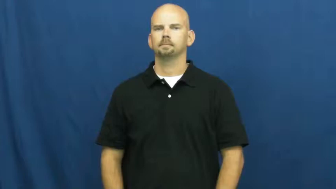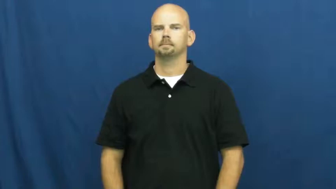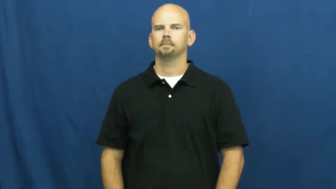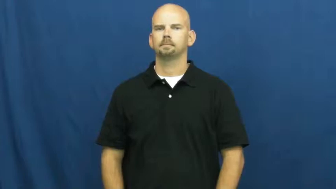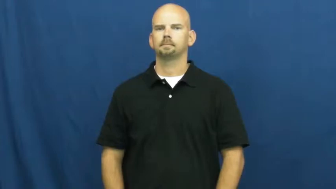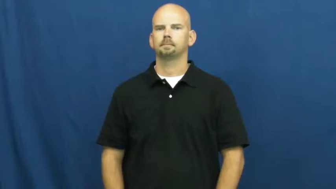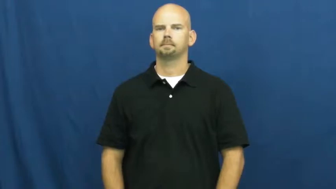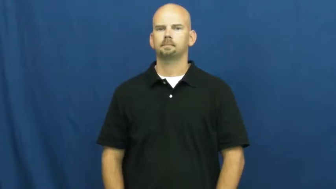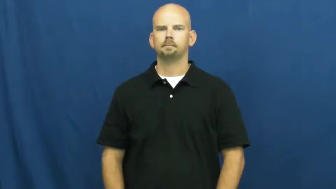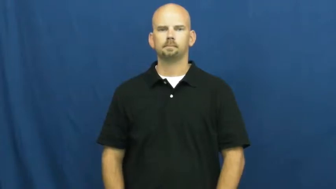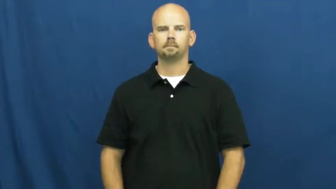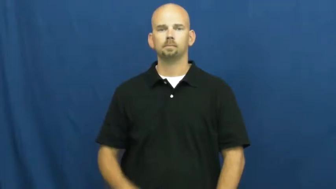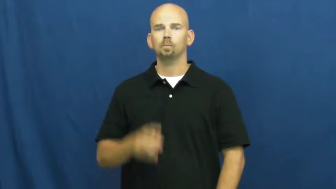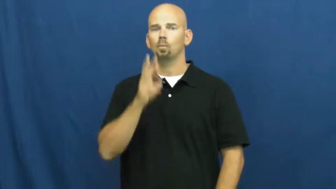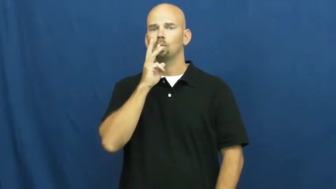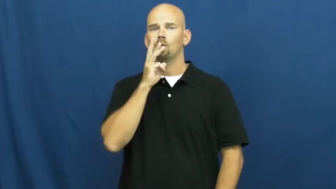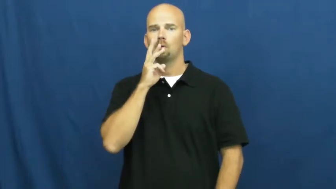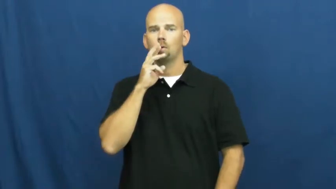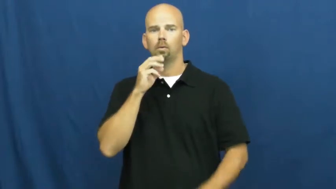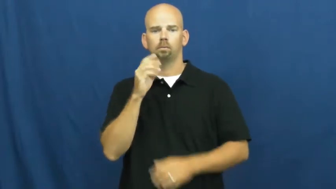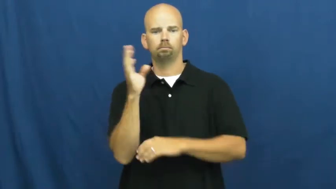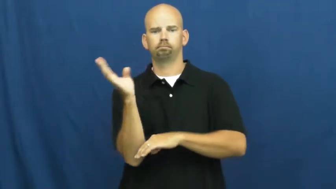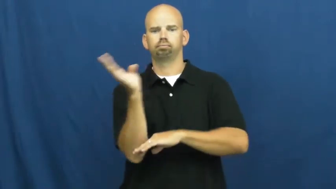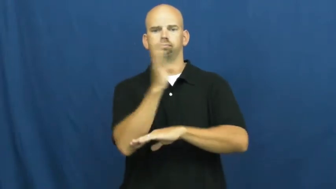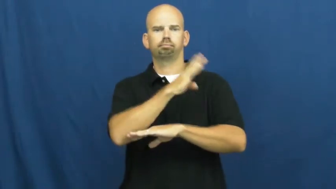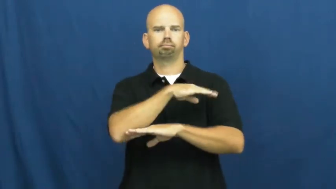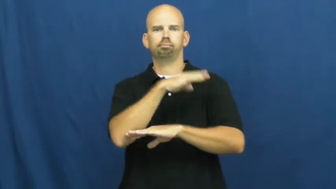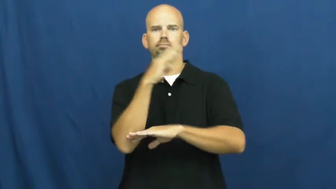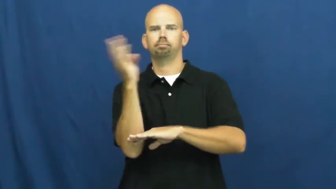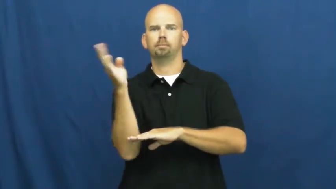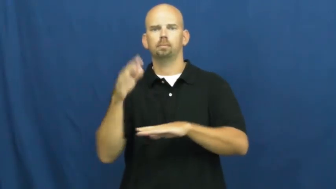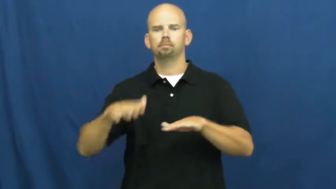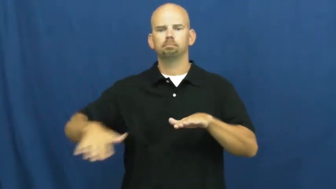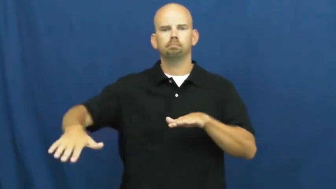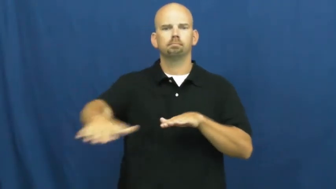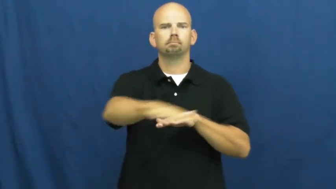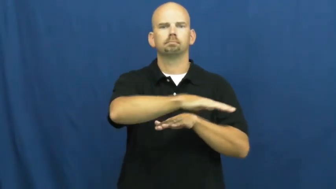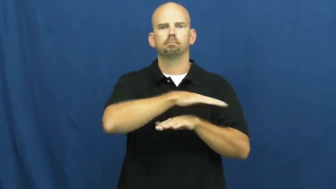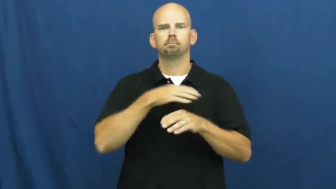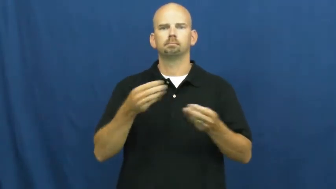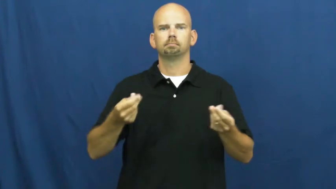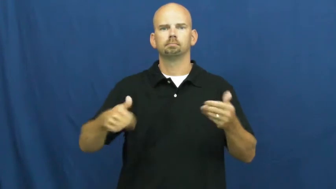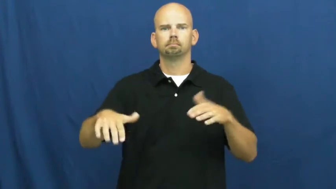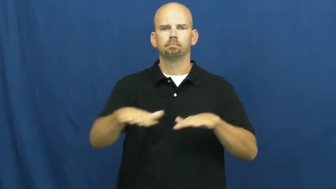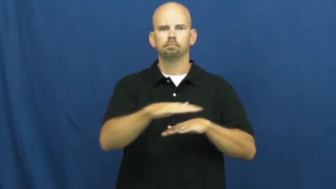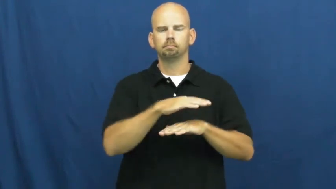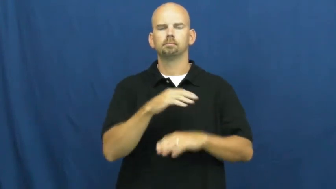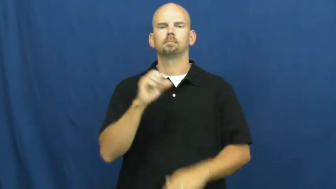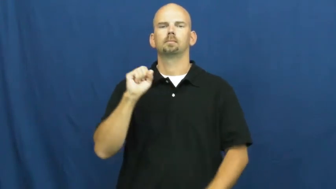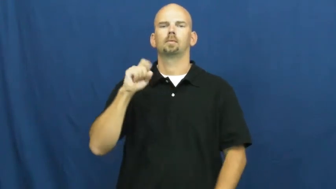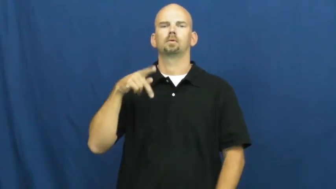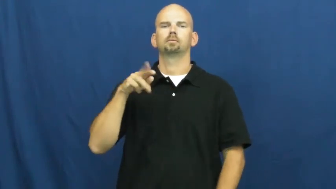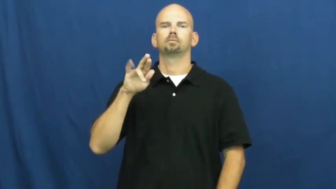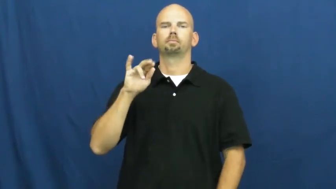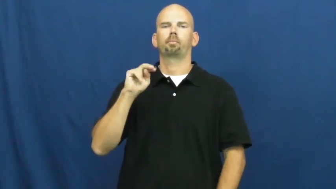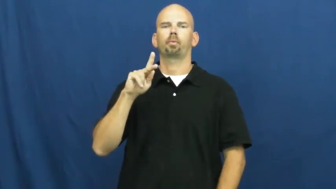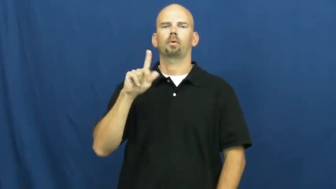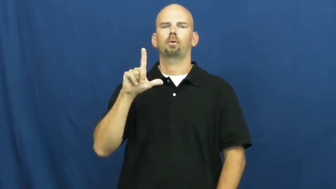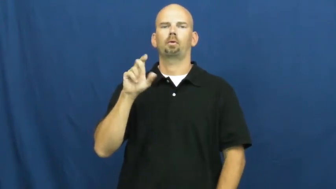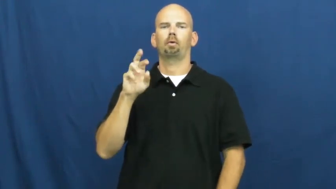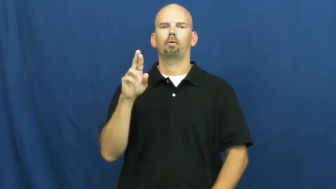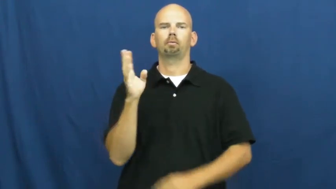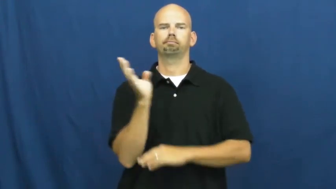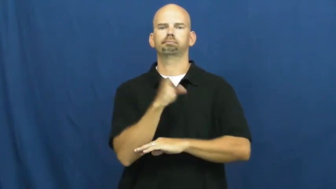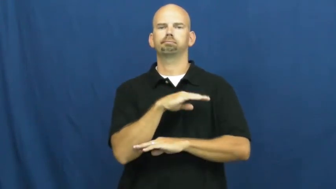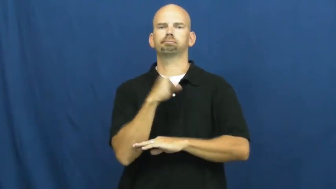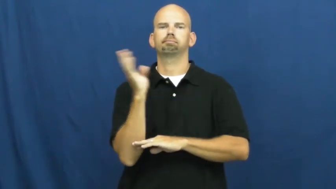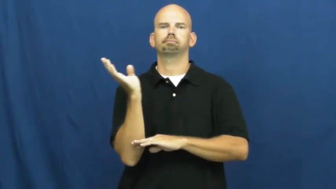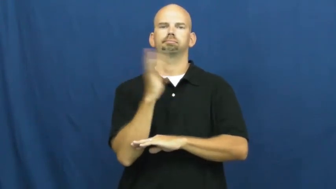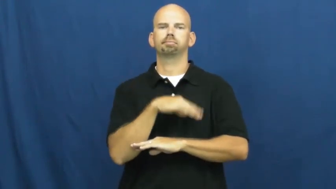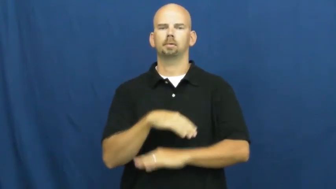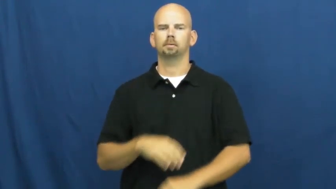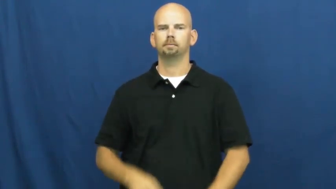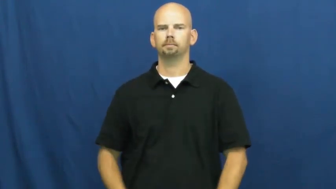sprinkler